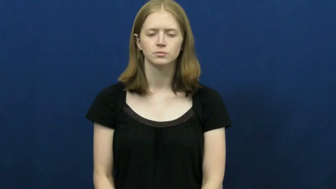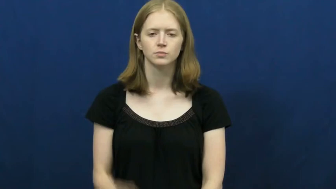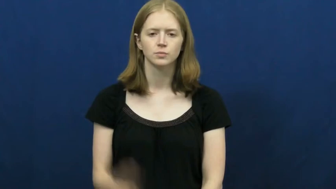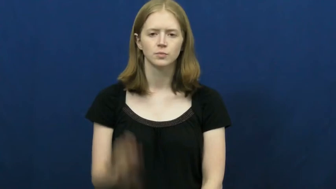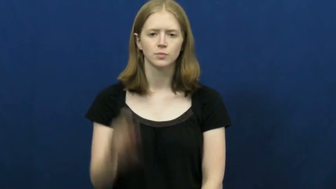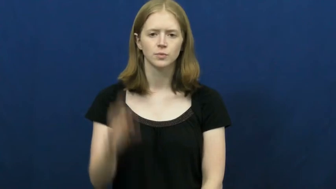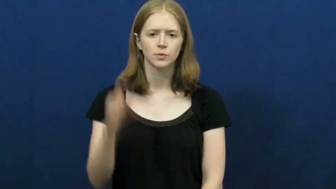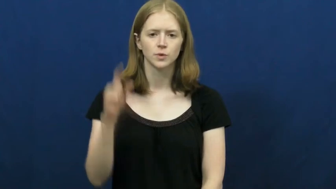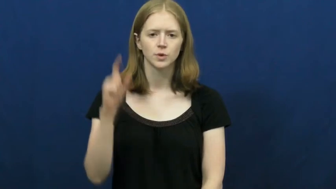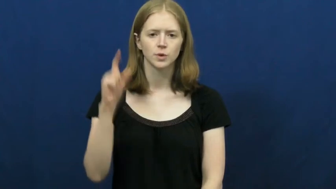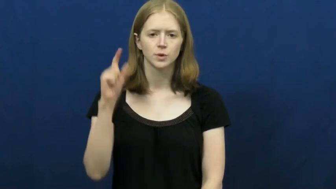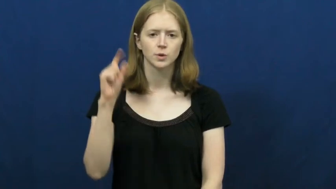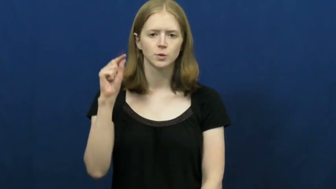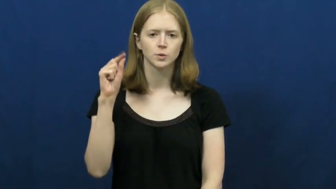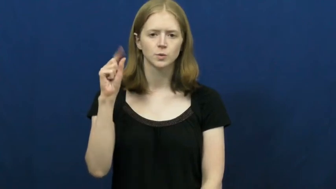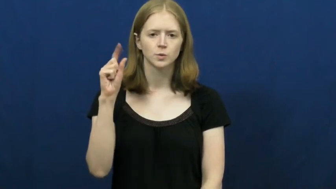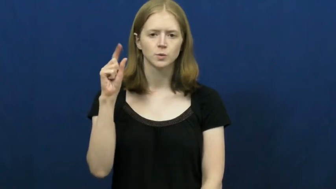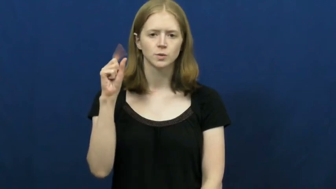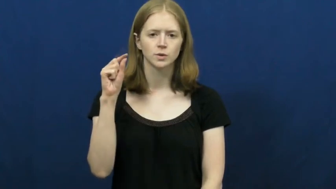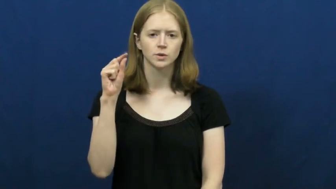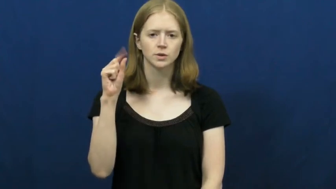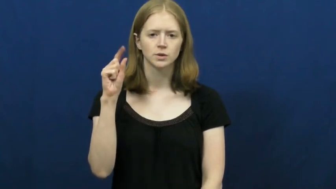open and close-clothespin